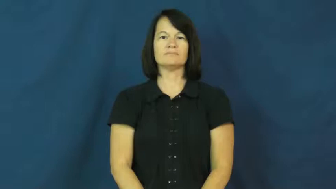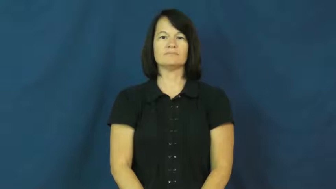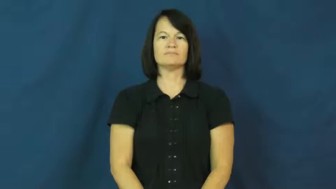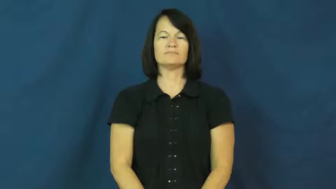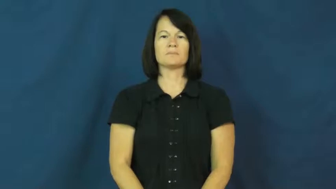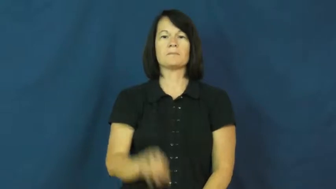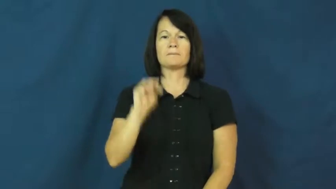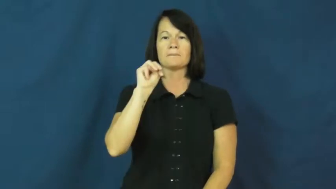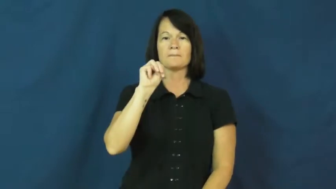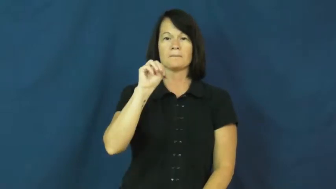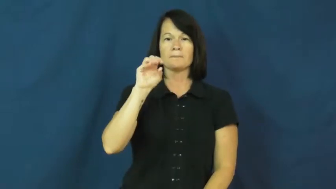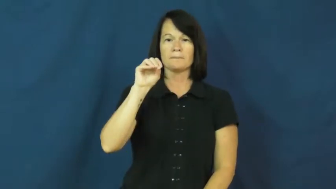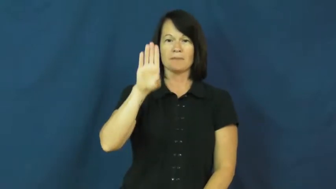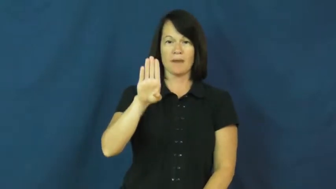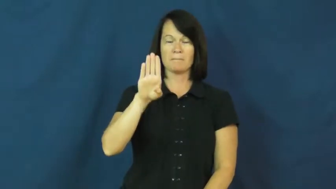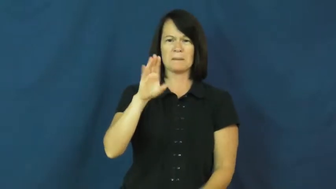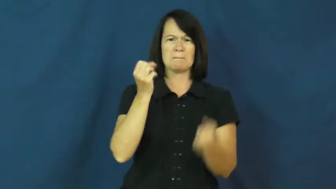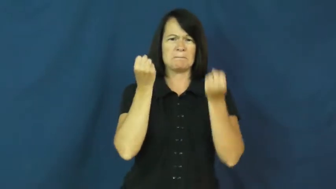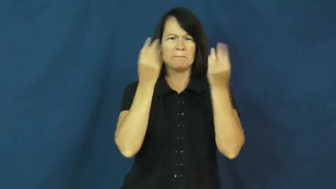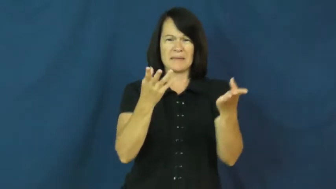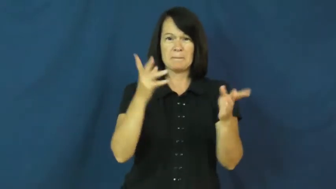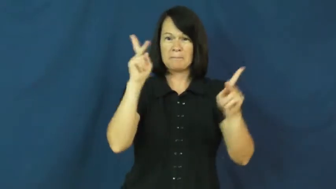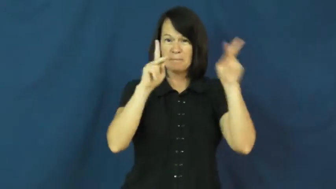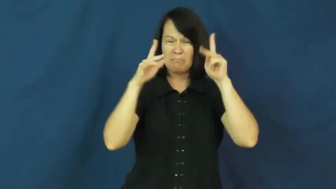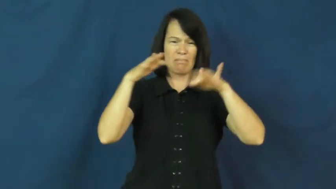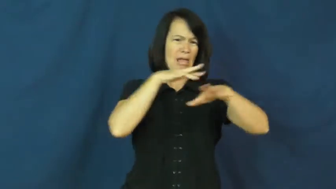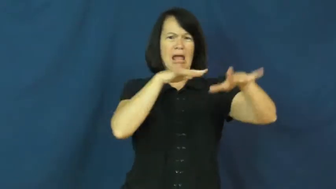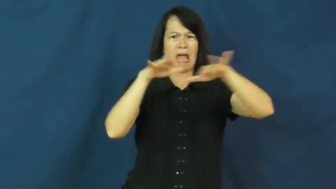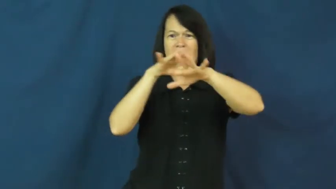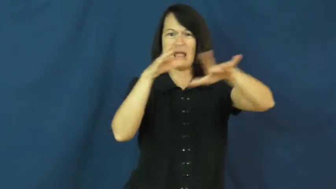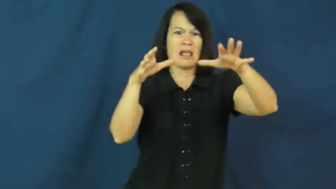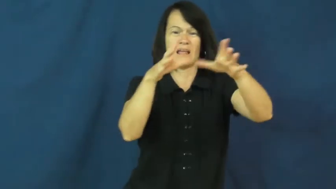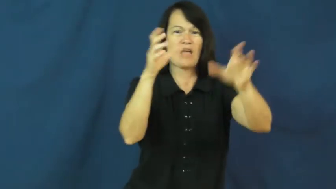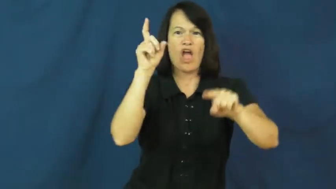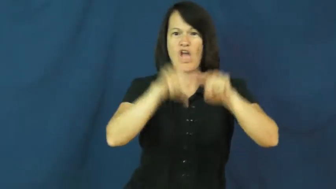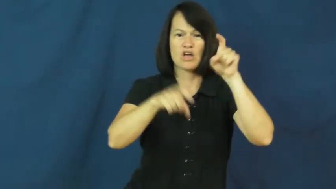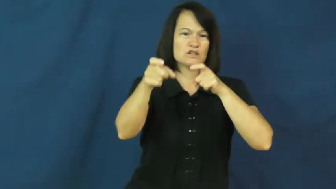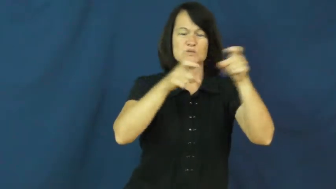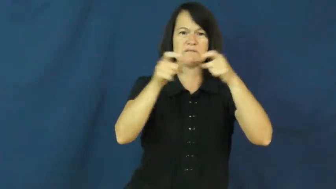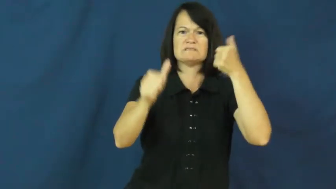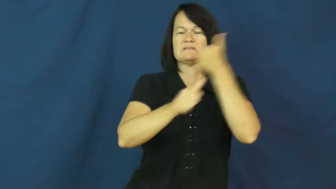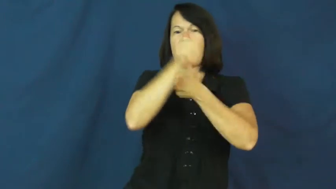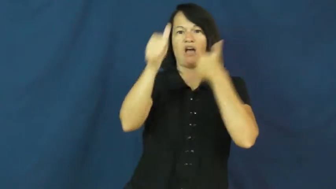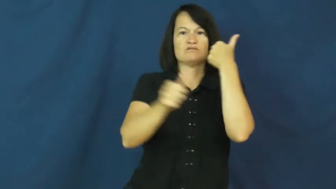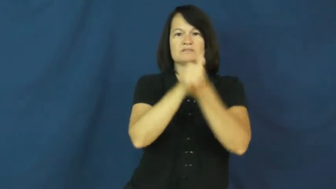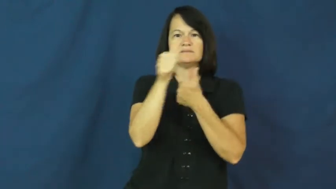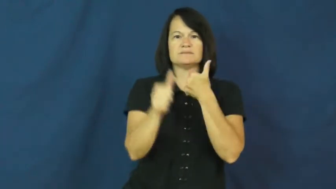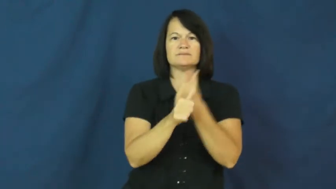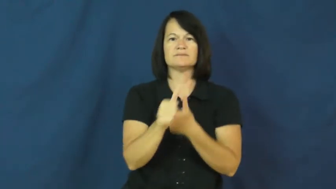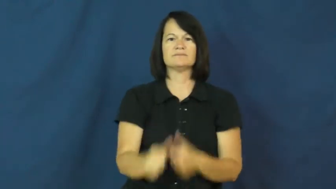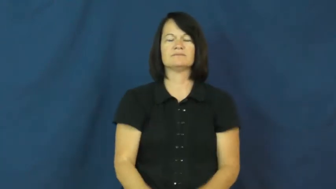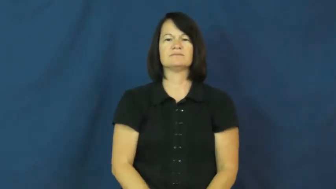mob-crowd